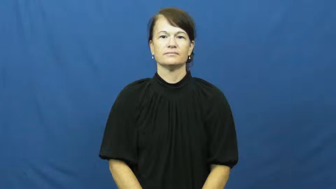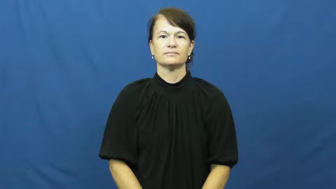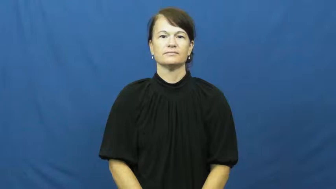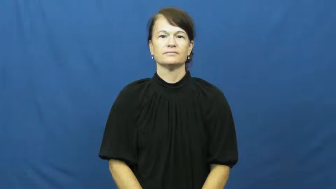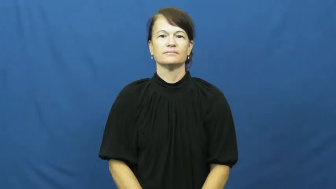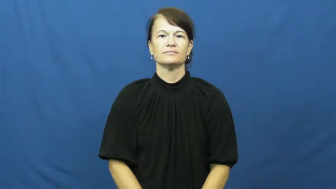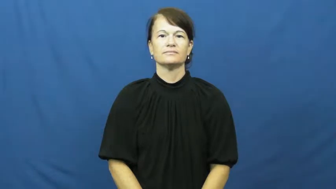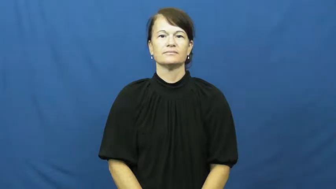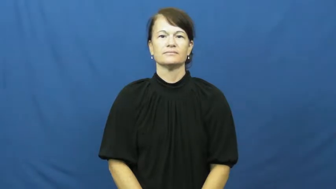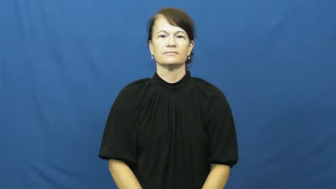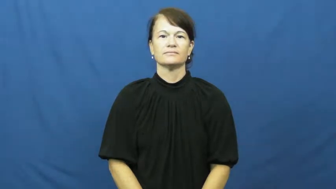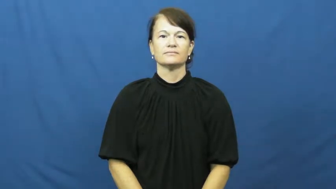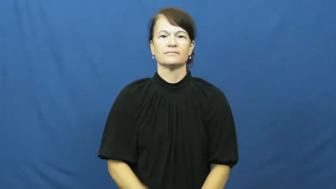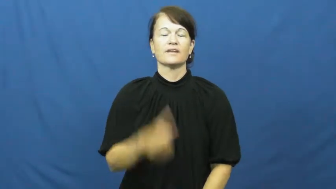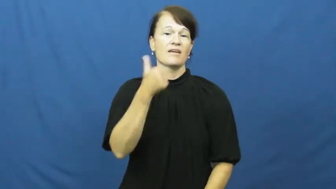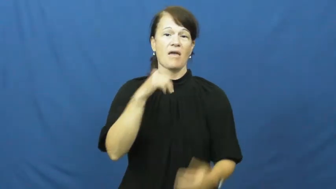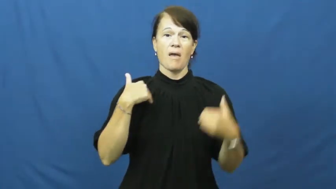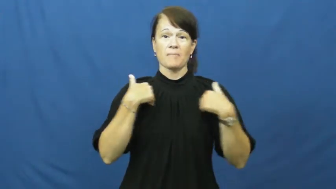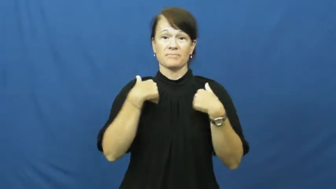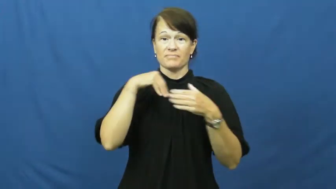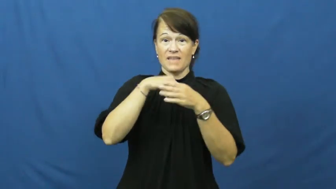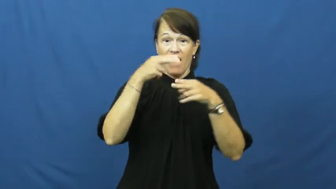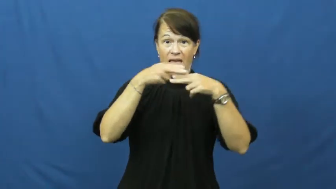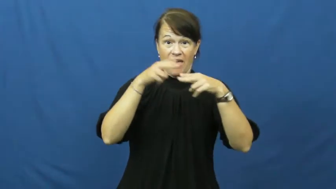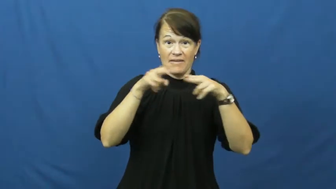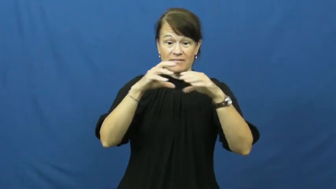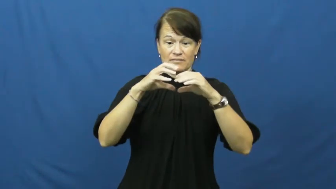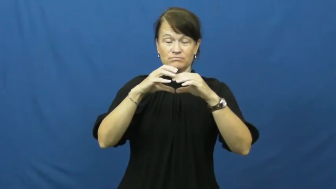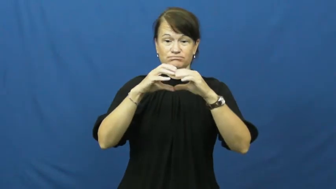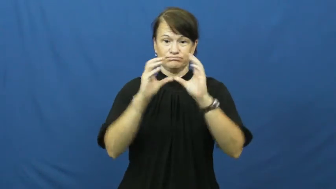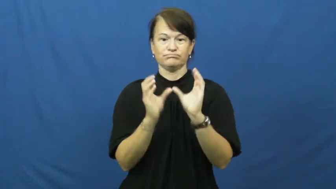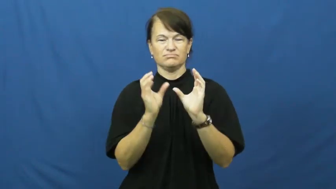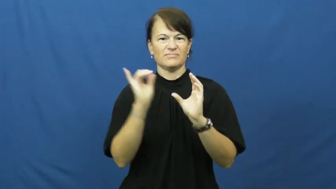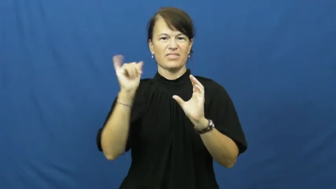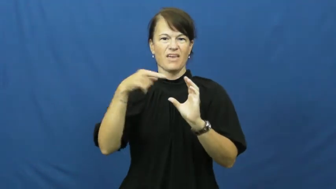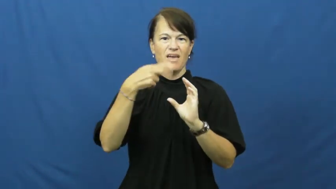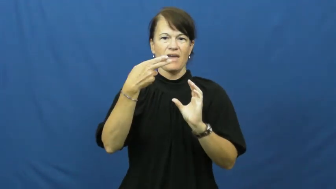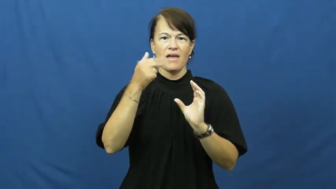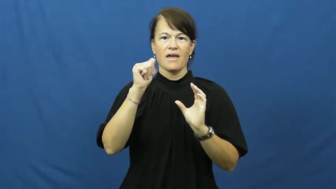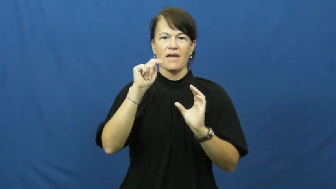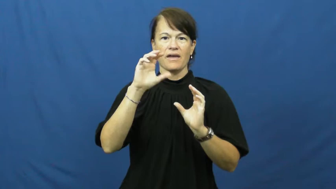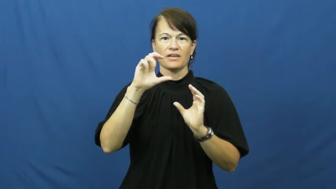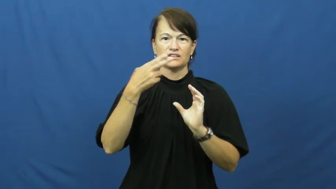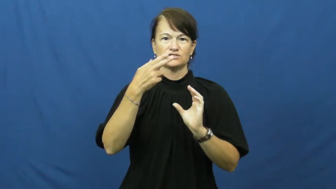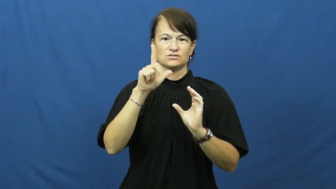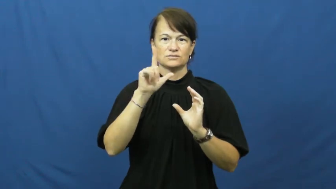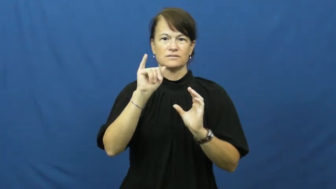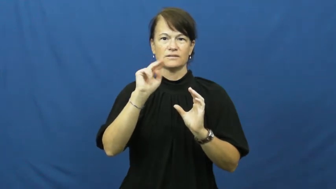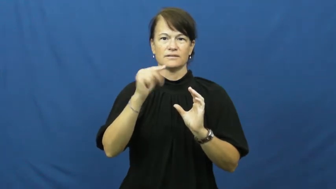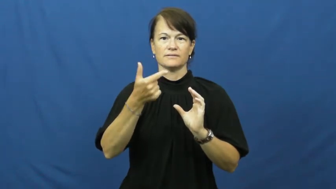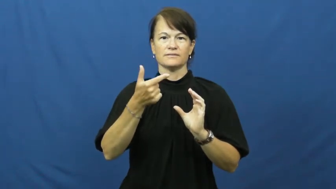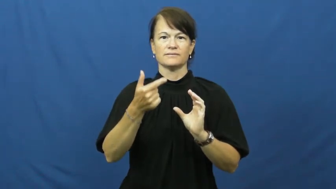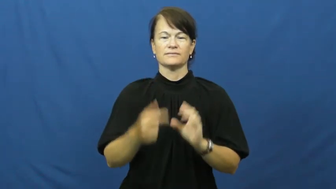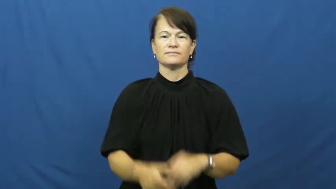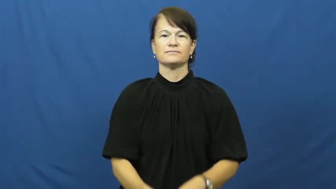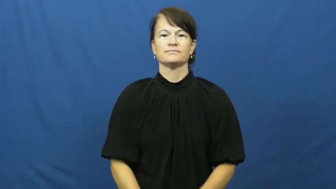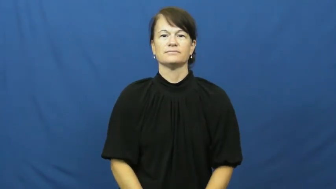hatchling